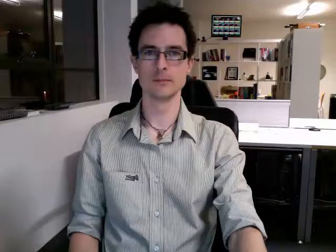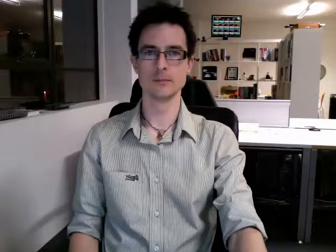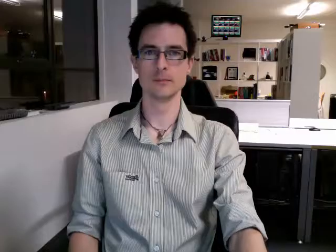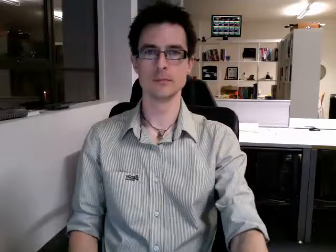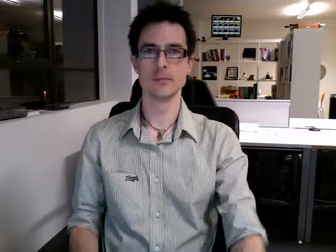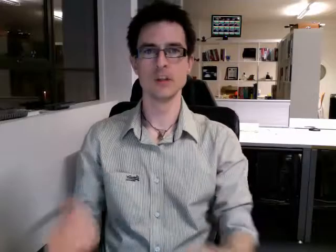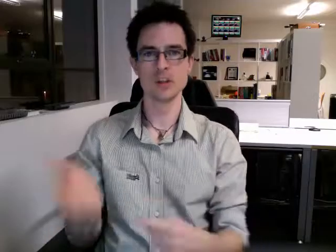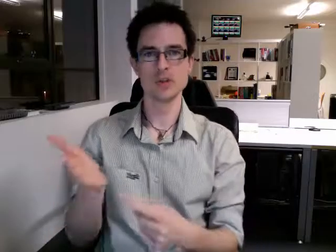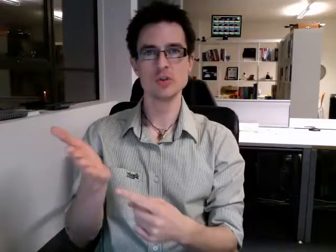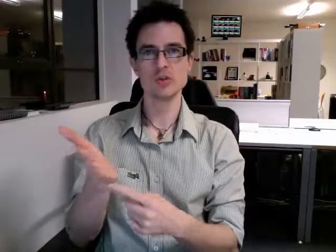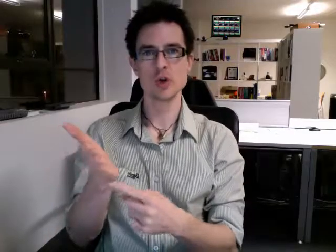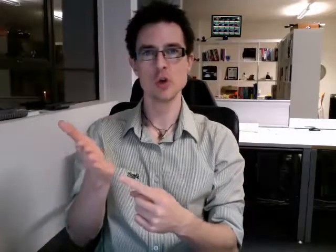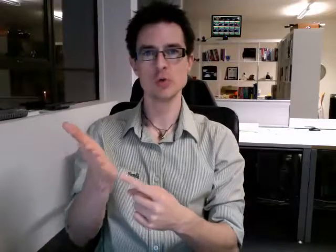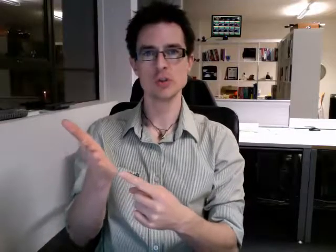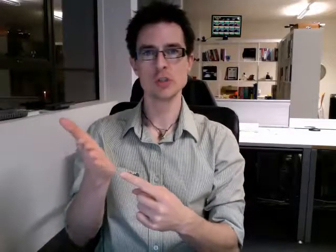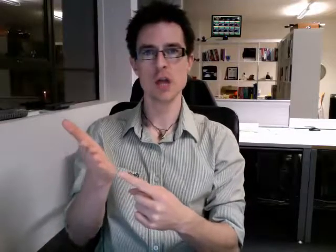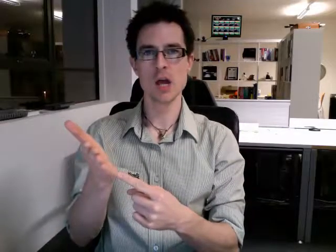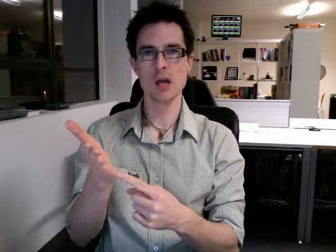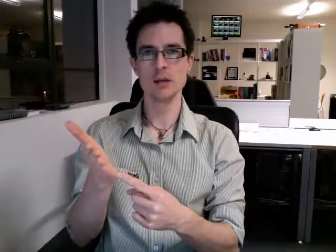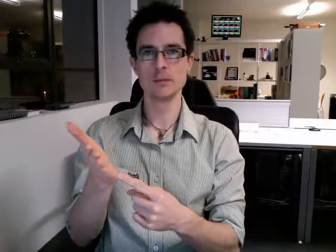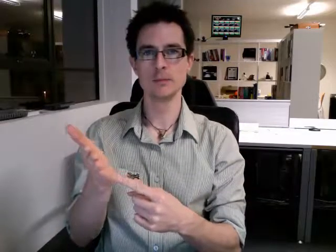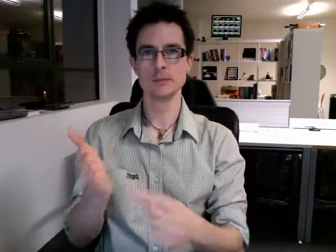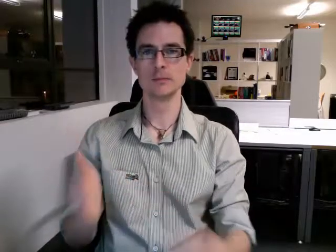tuesday